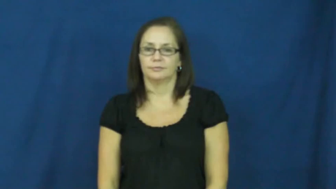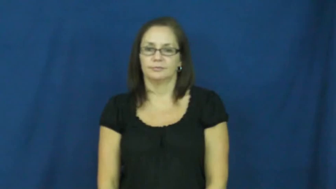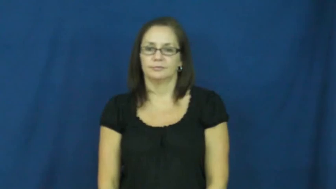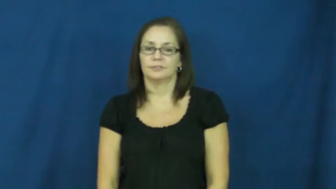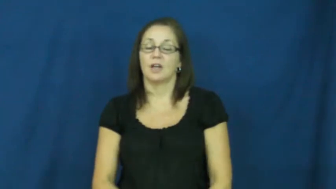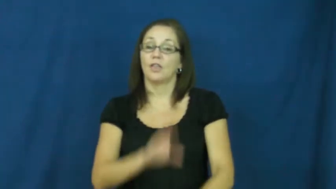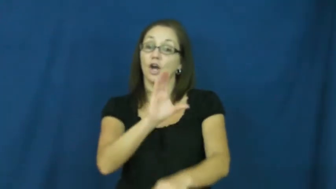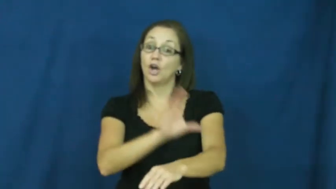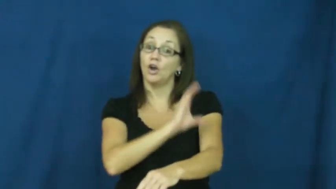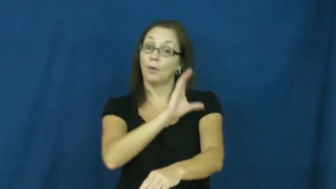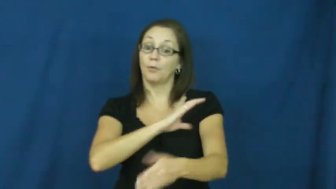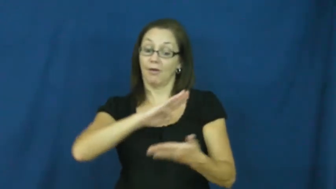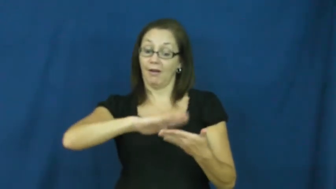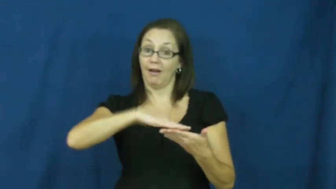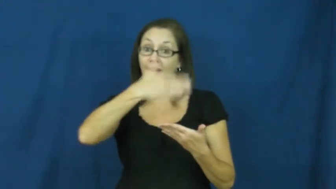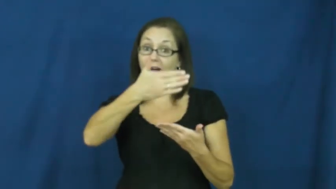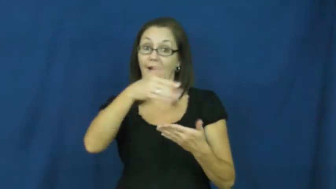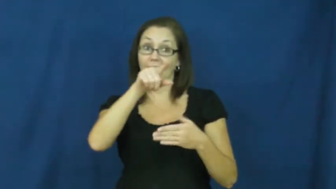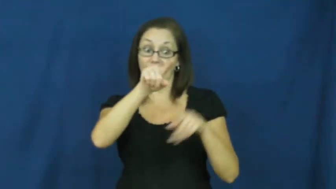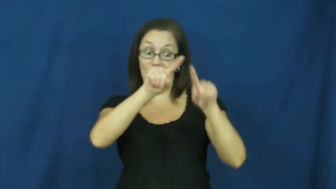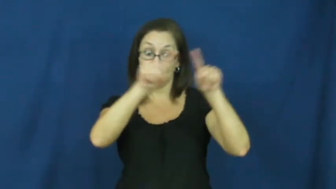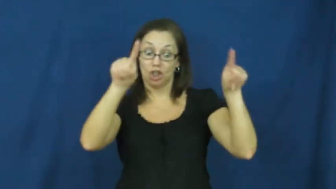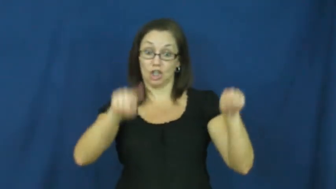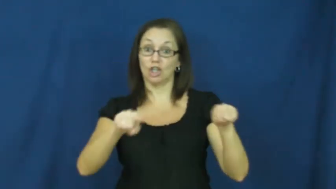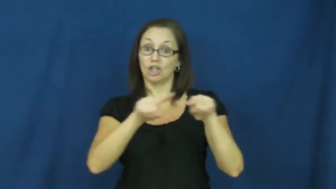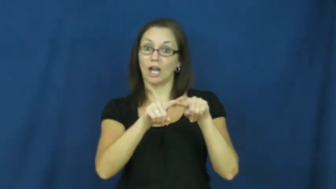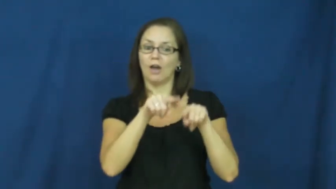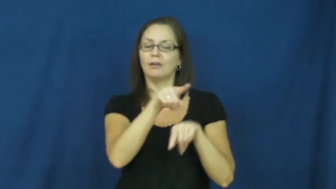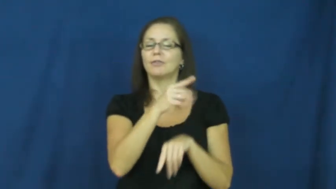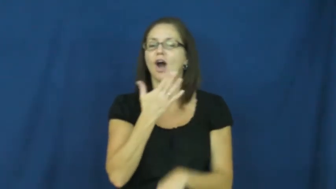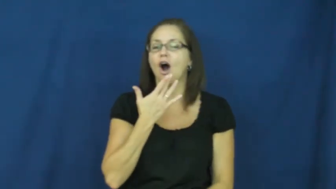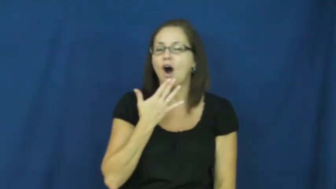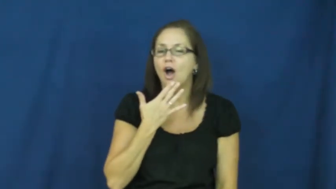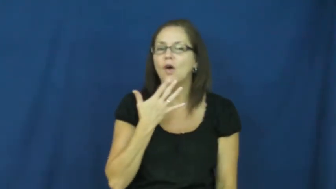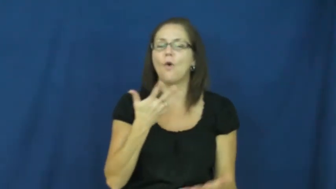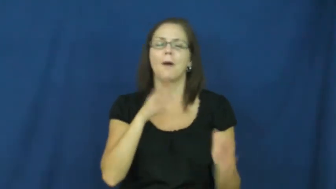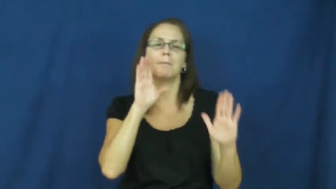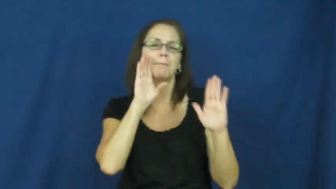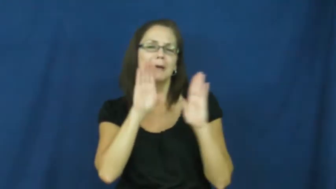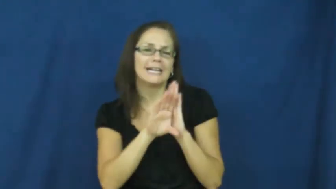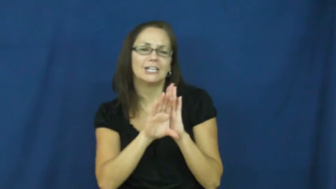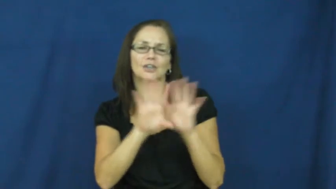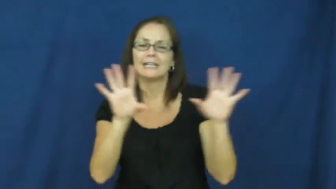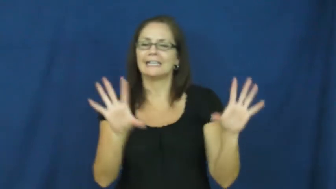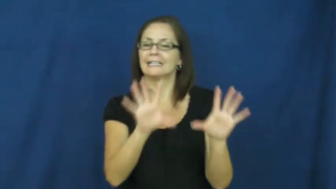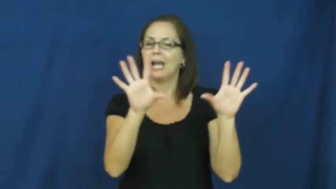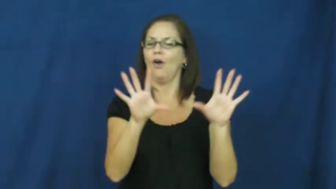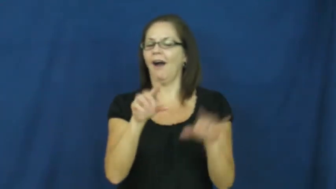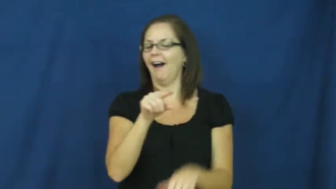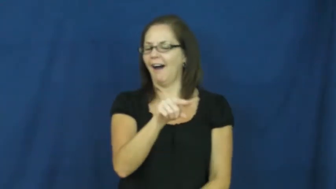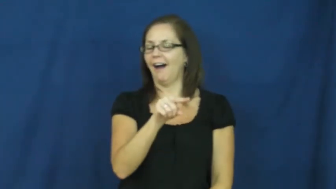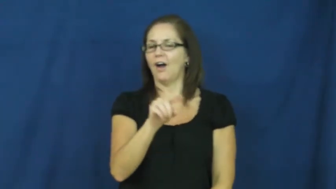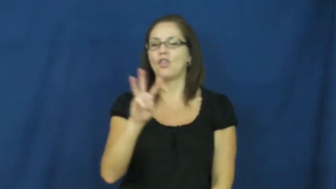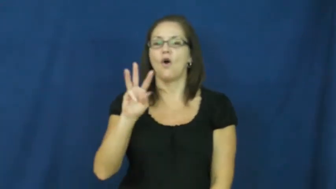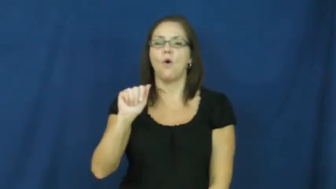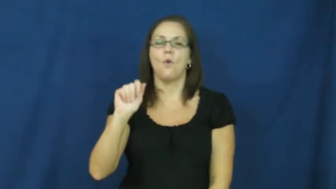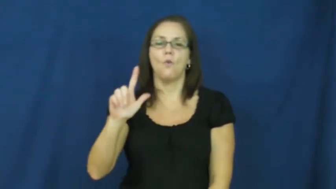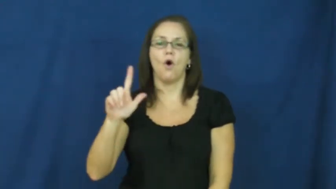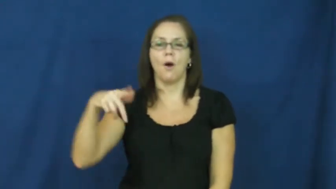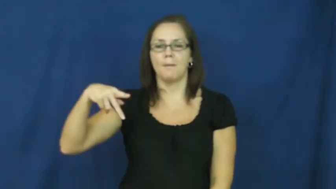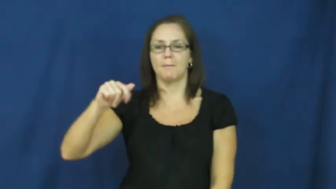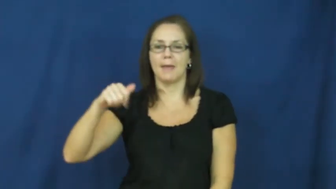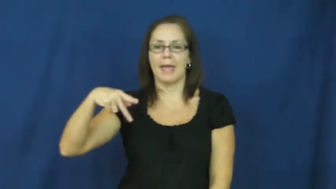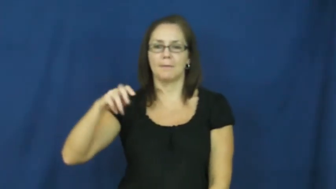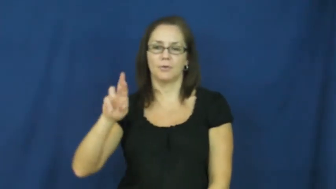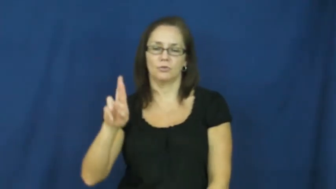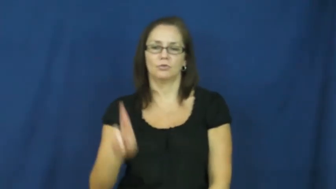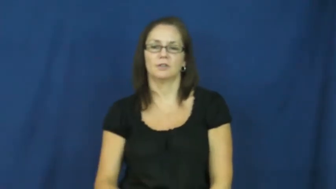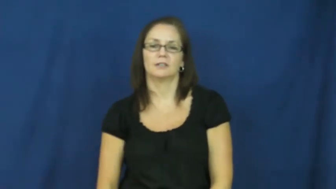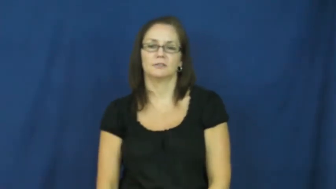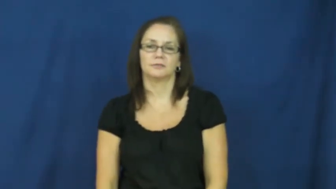wallpaper-computer